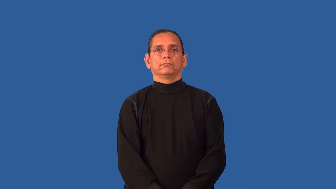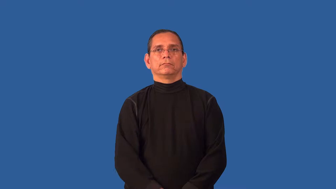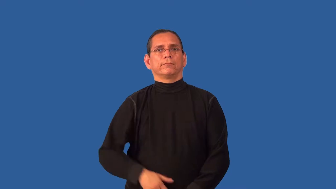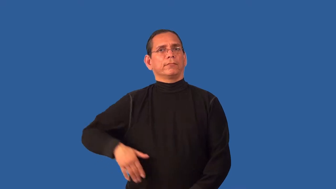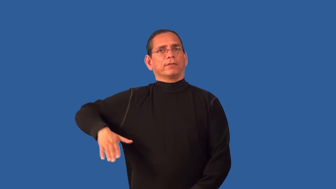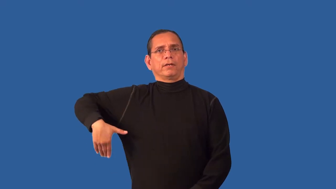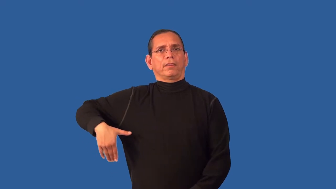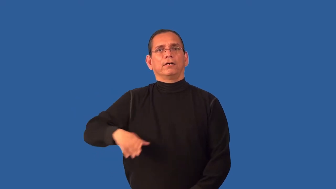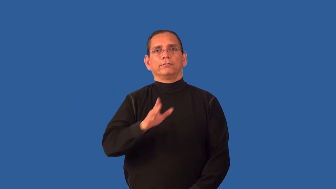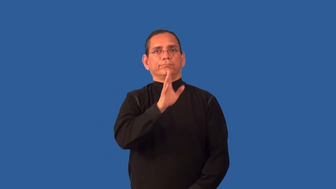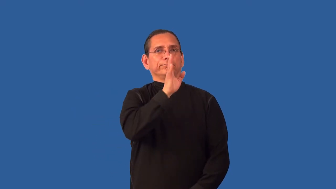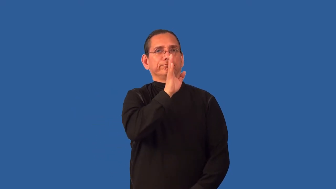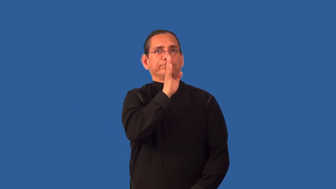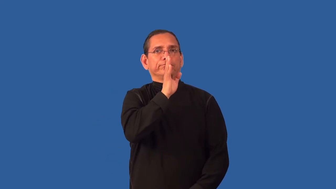unvoiced